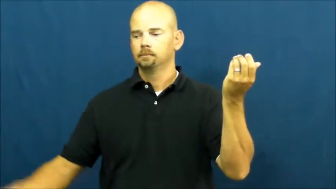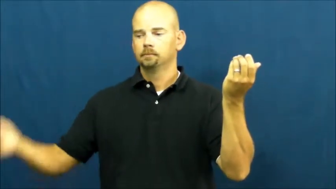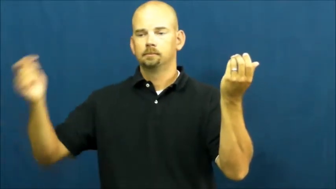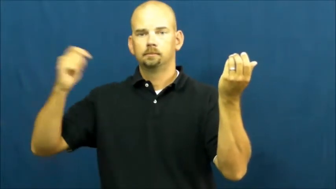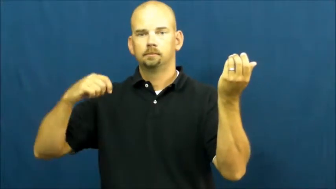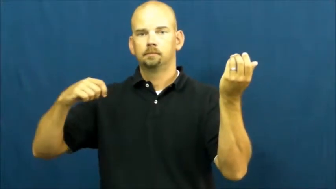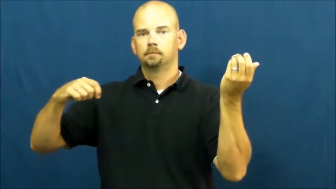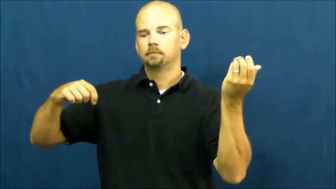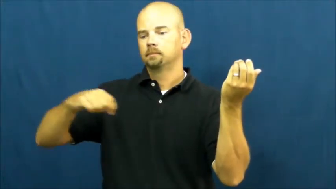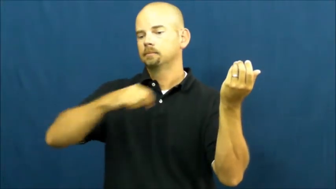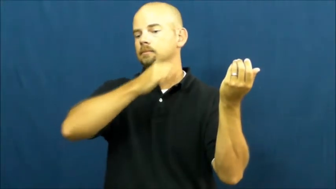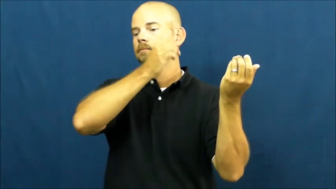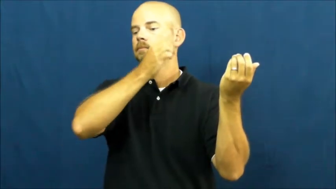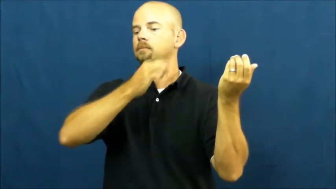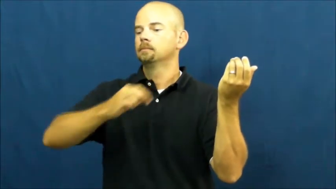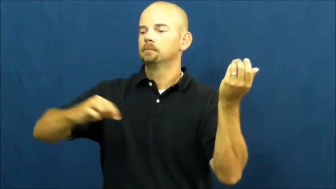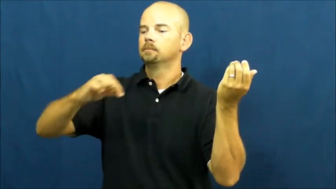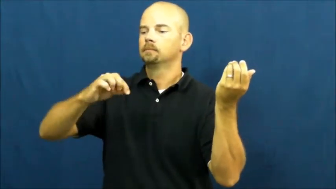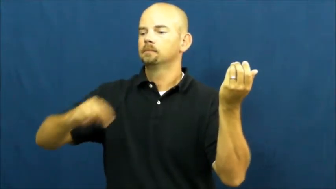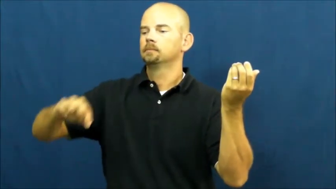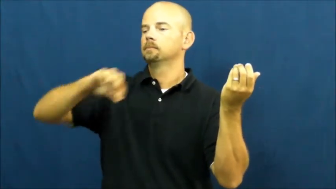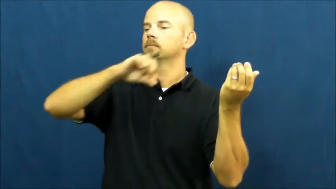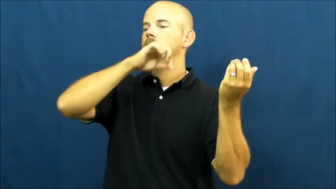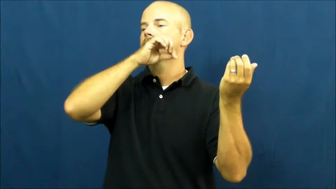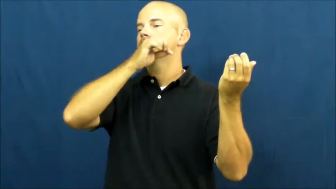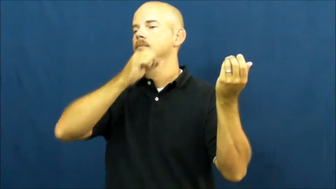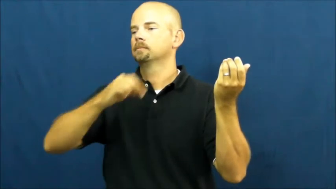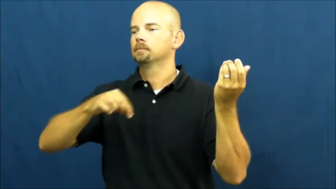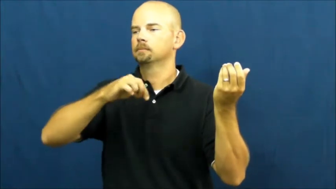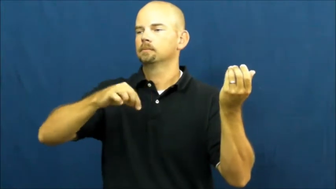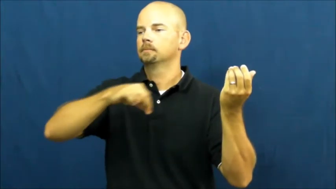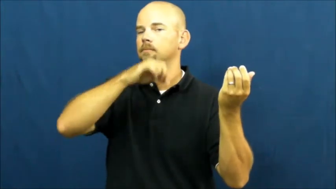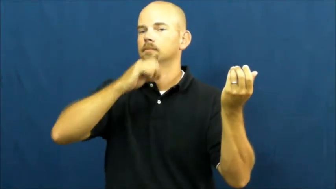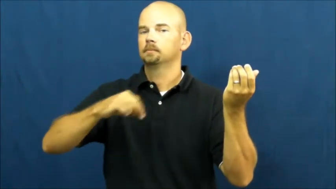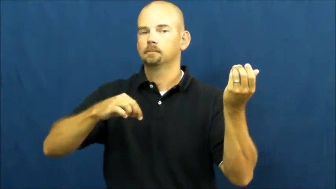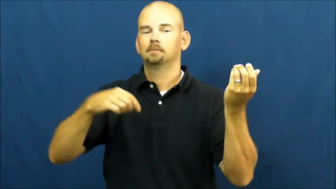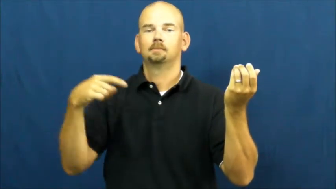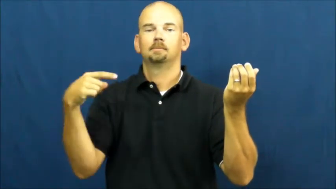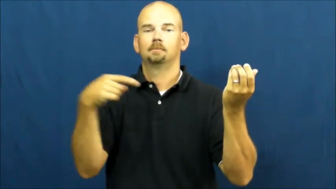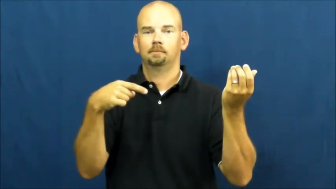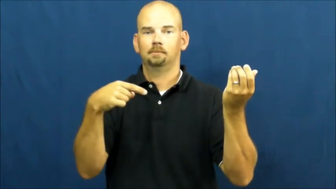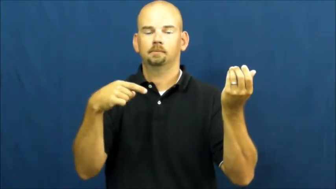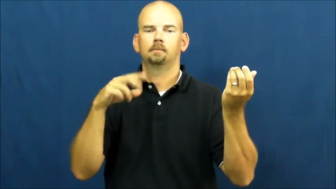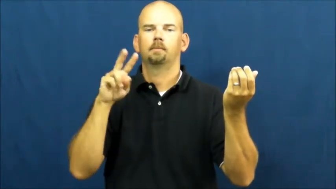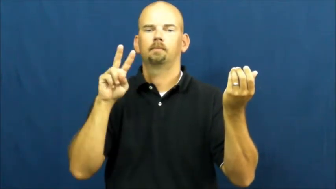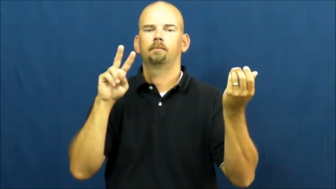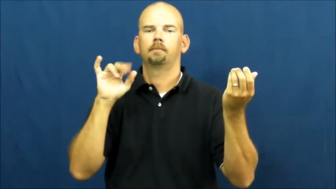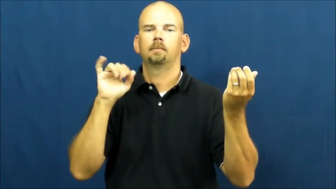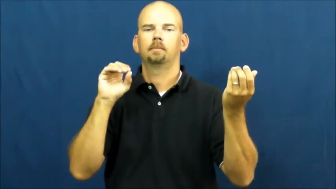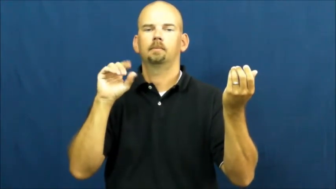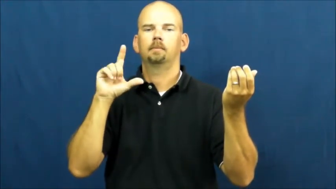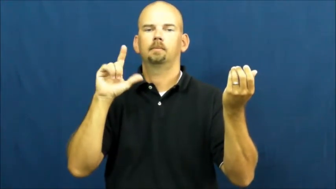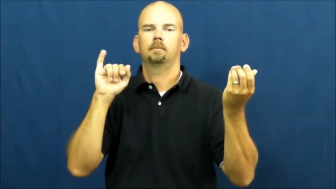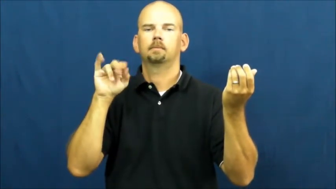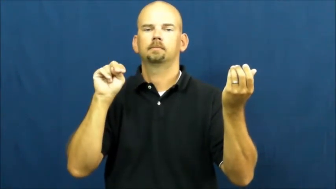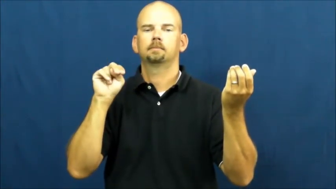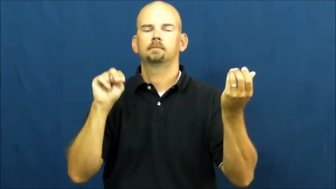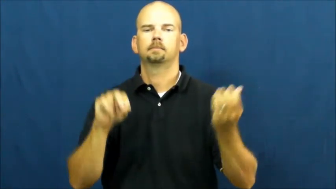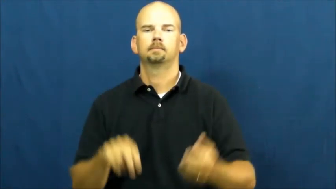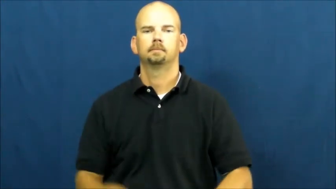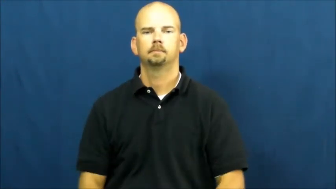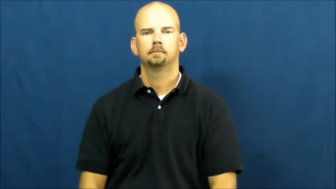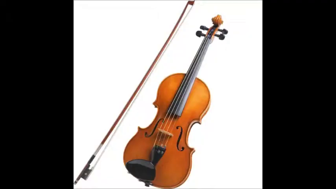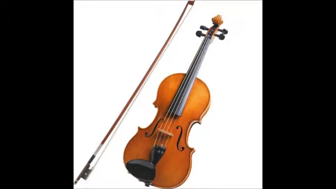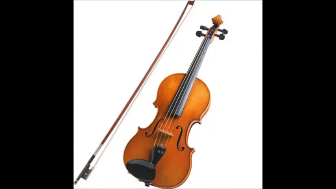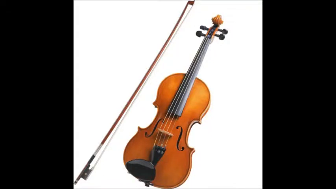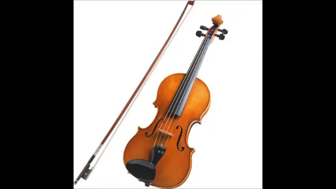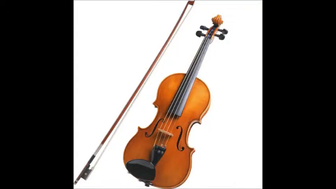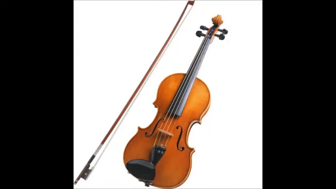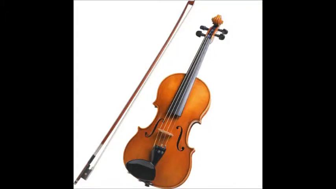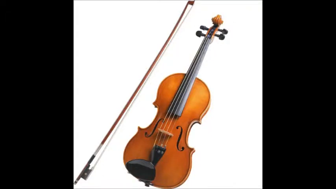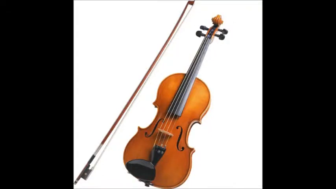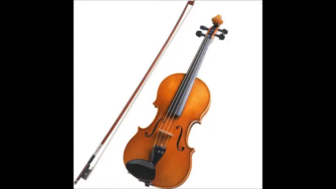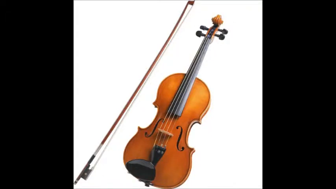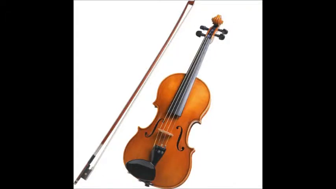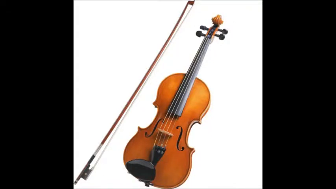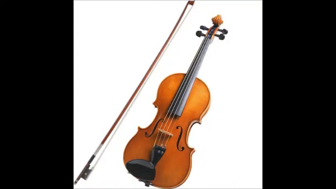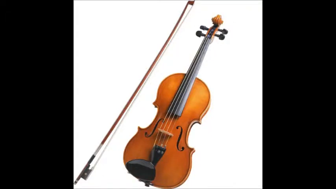violin